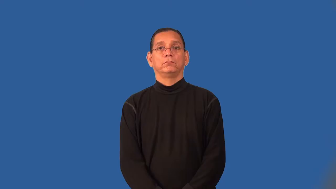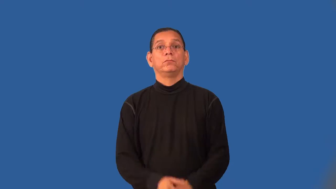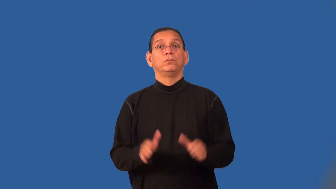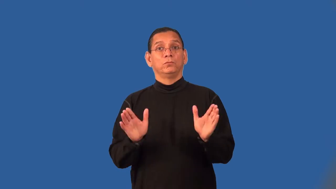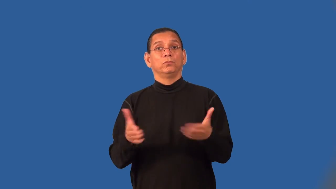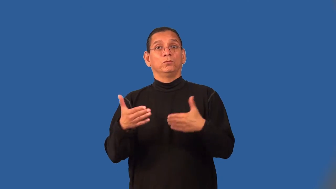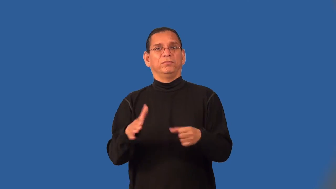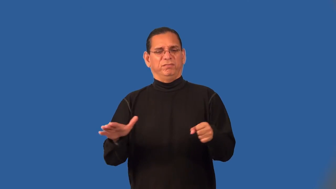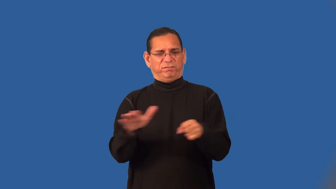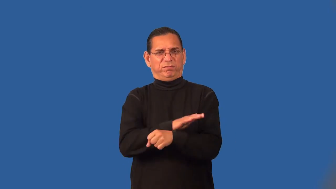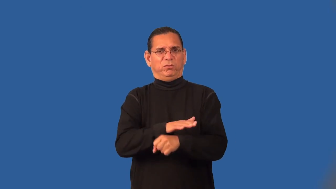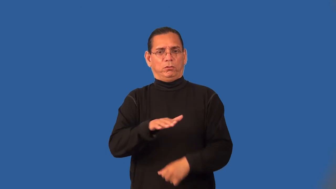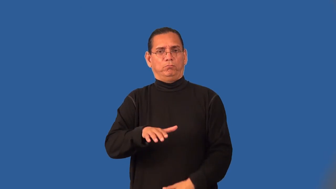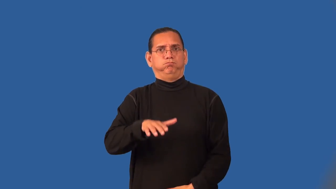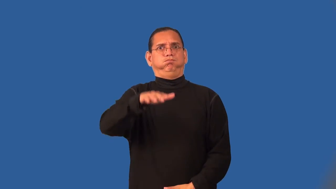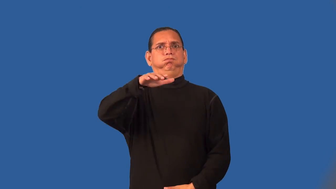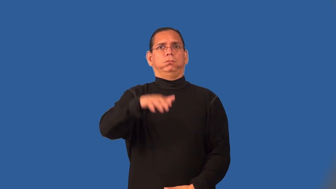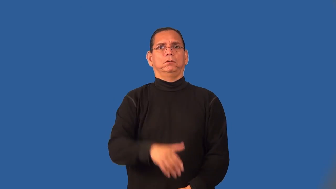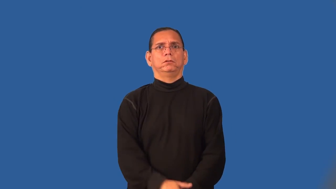roomful-things